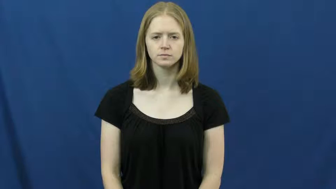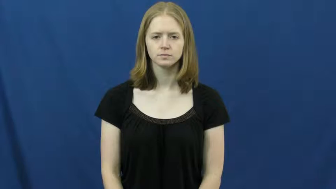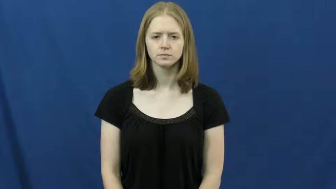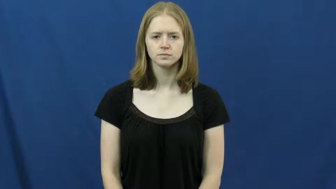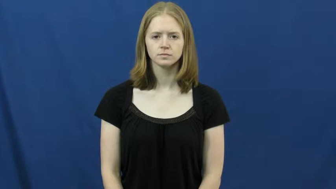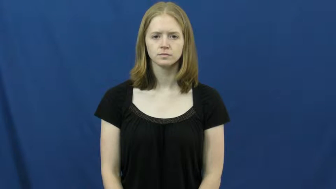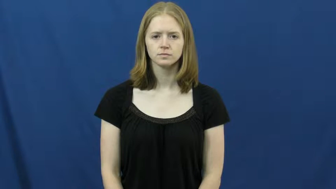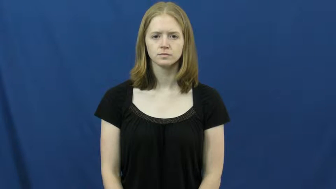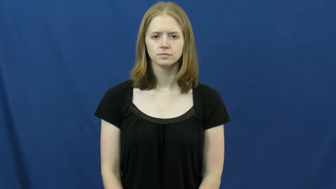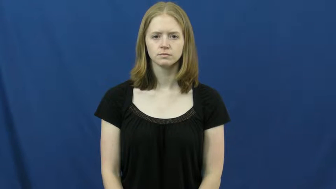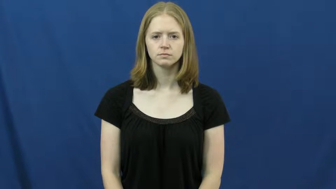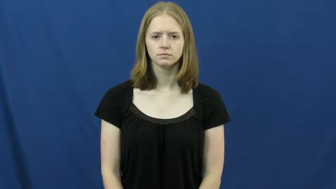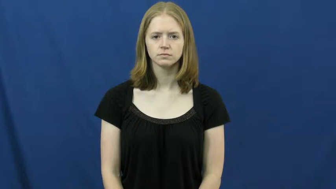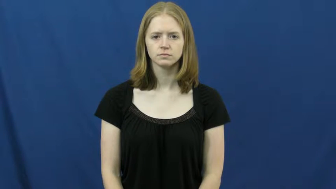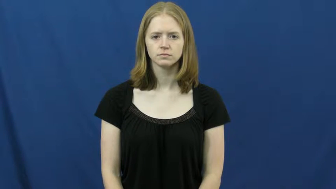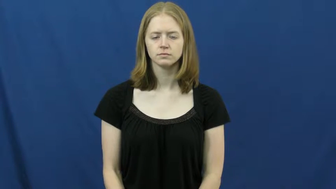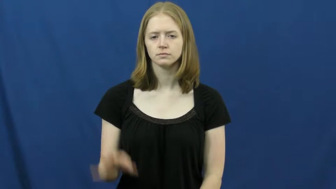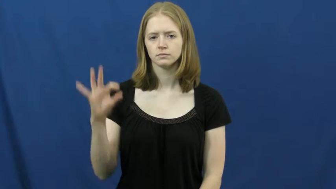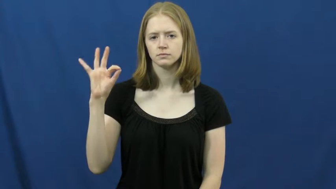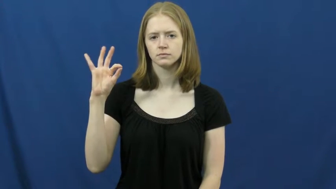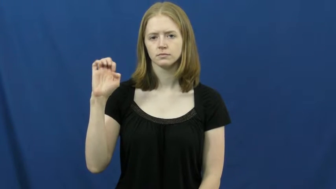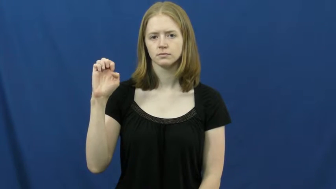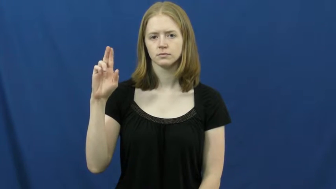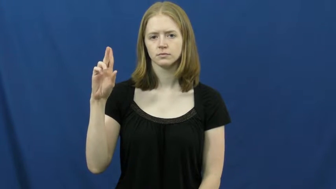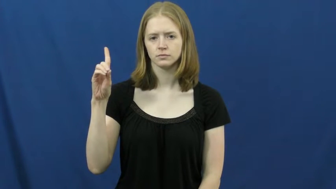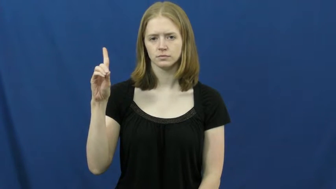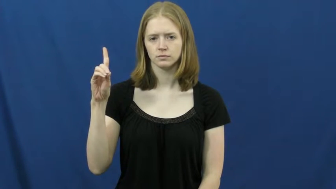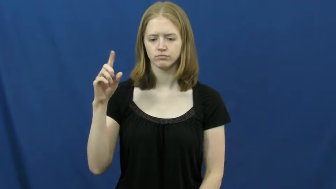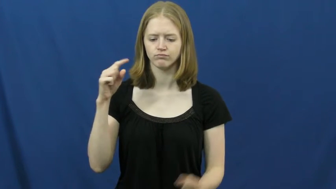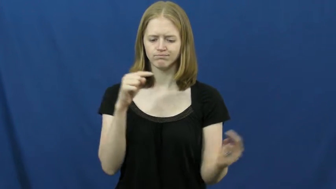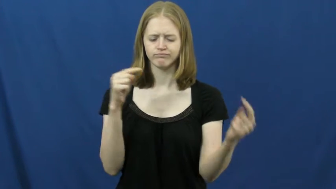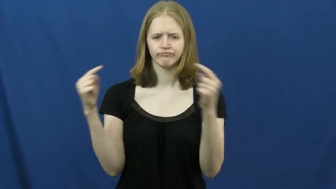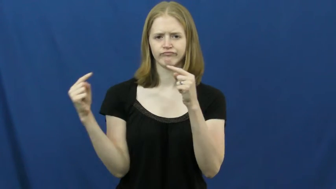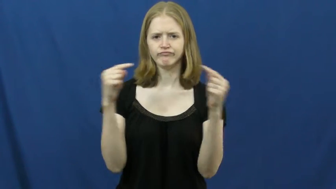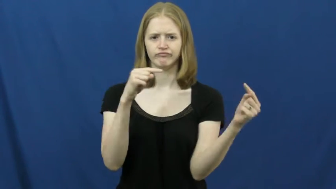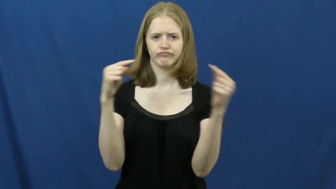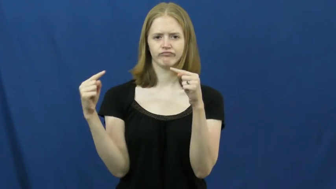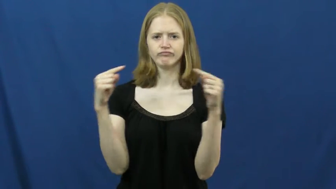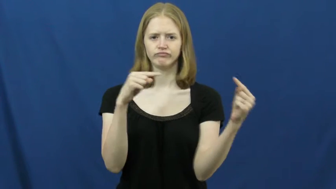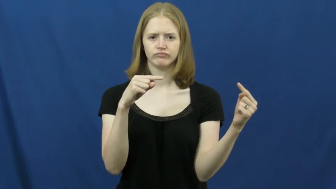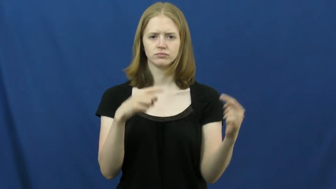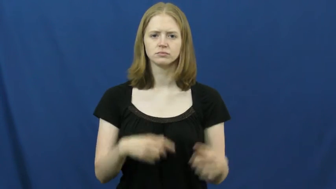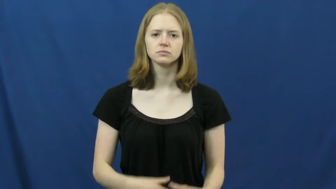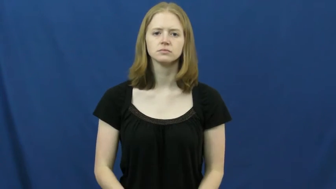feud